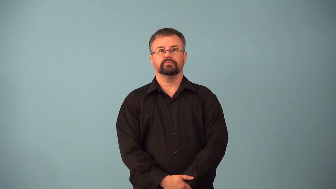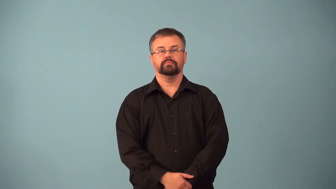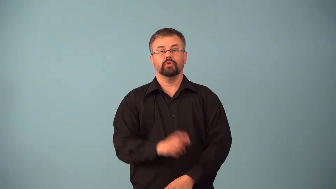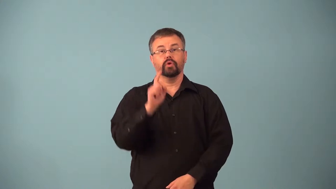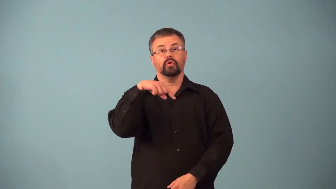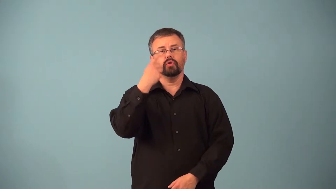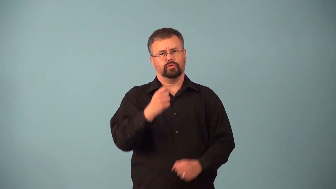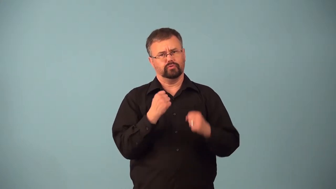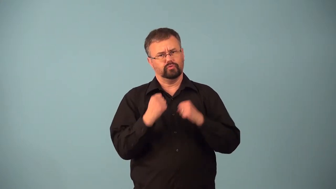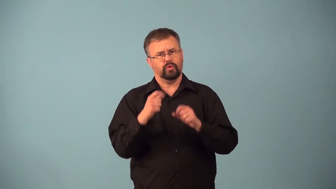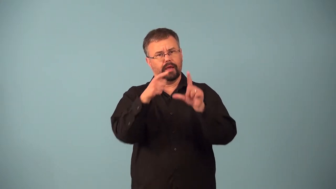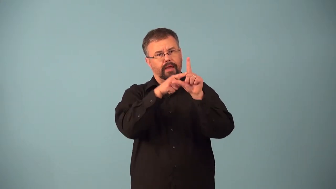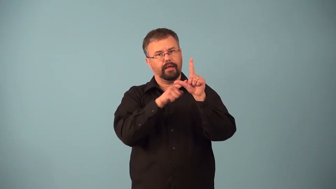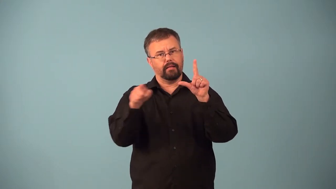angular